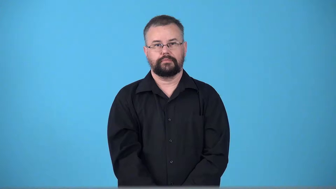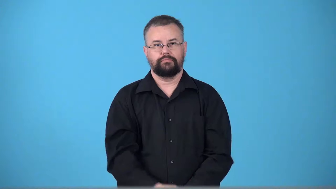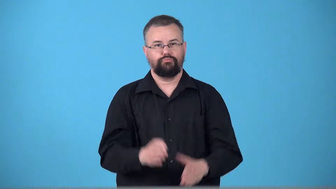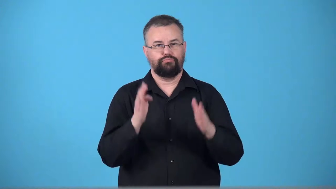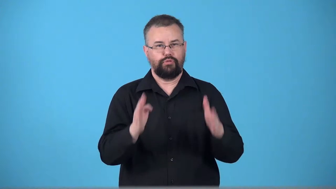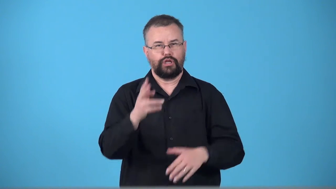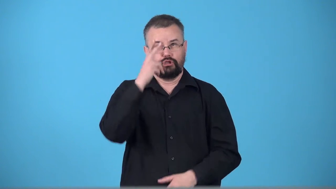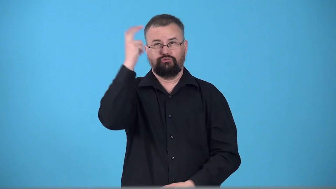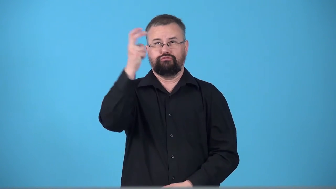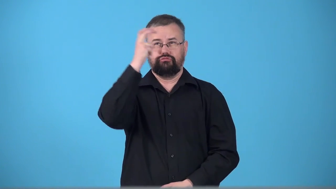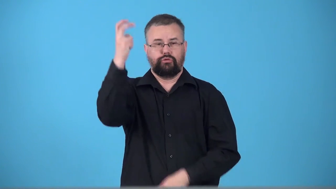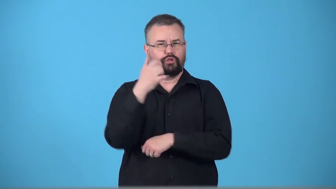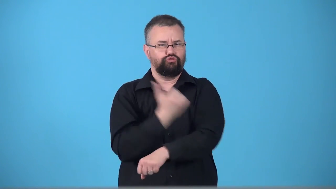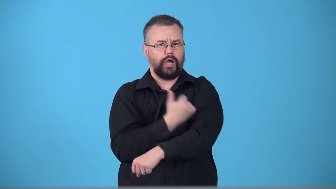tripper-drugs